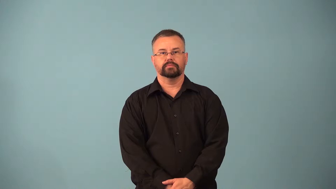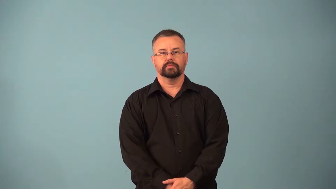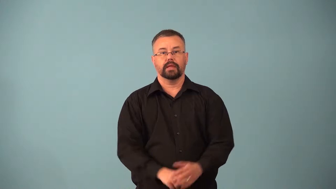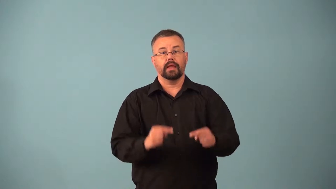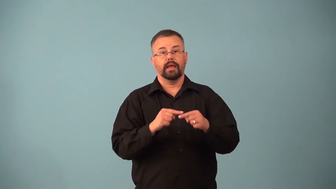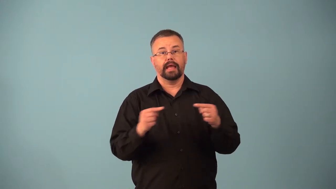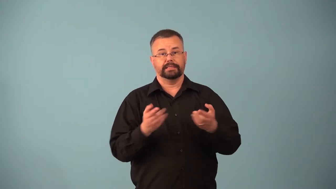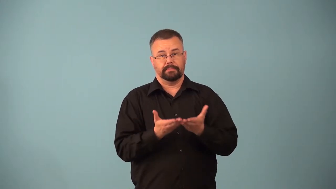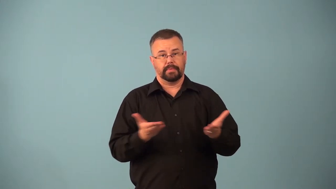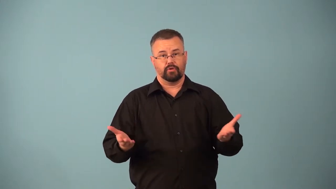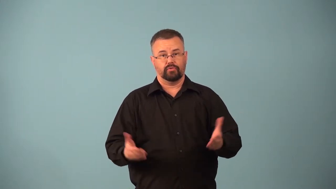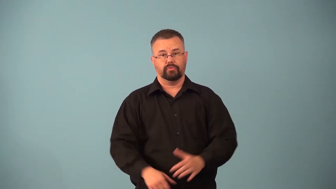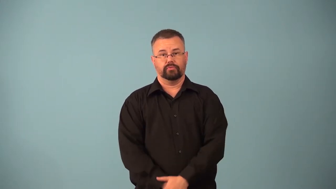antimatter